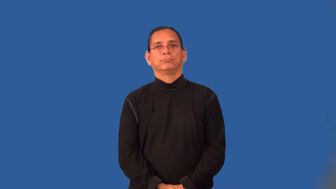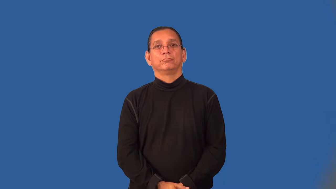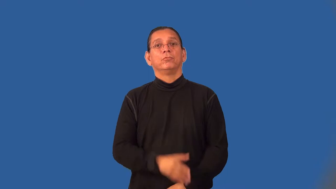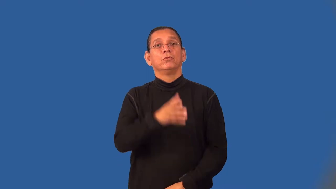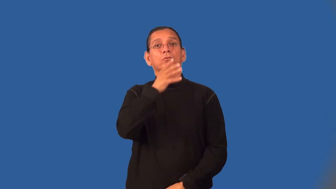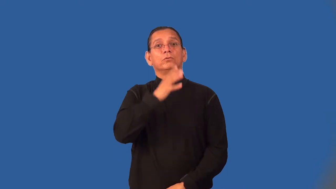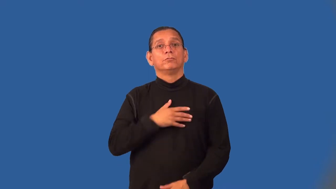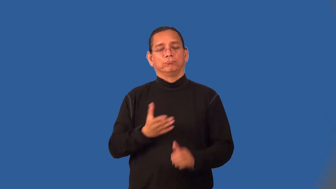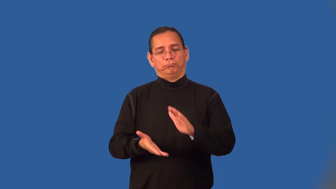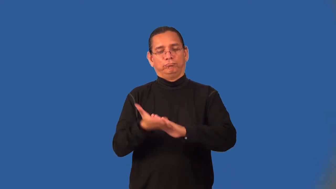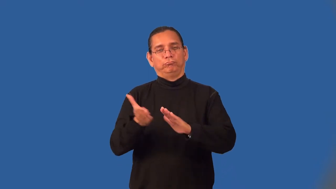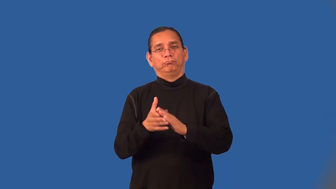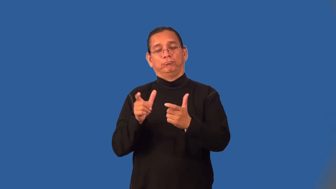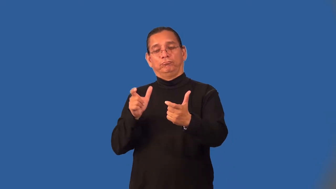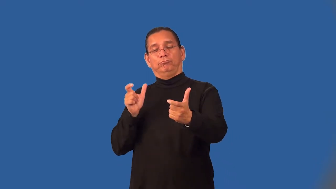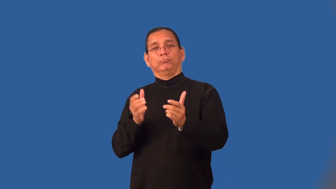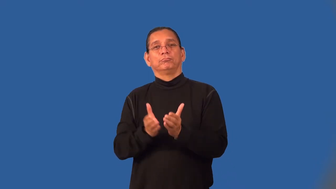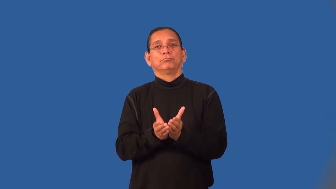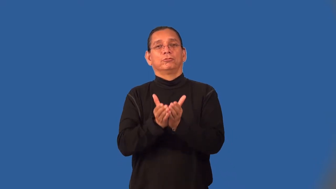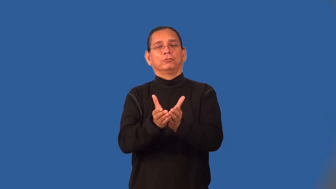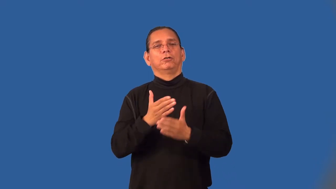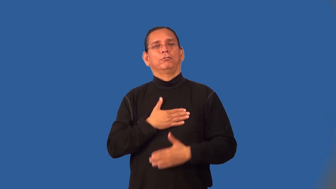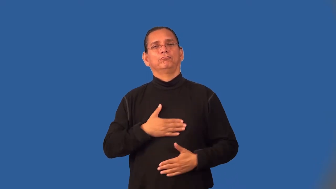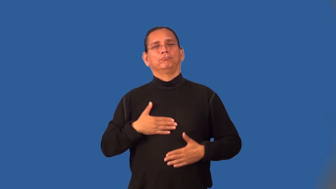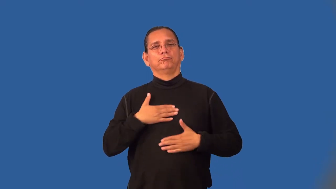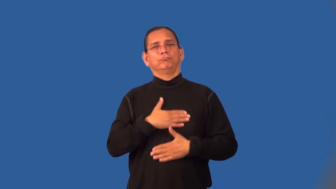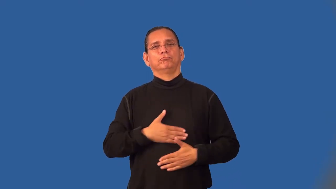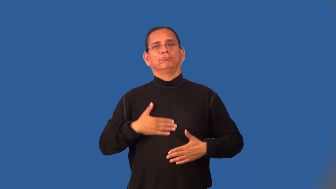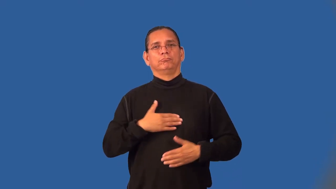yachtswoman